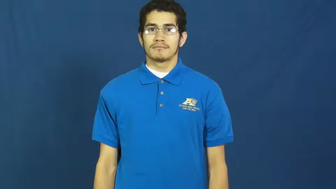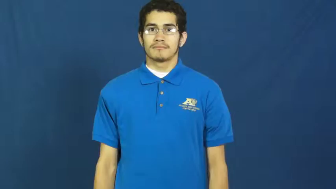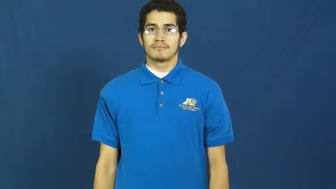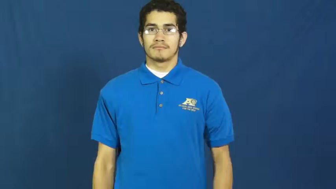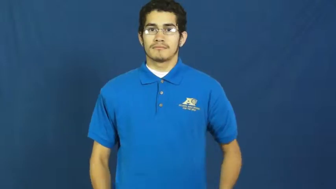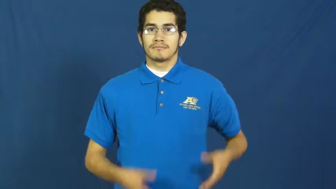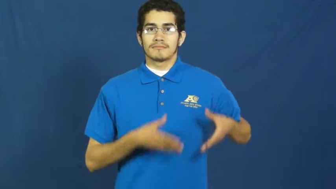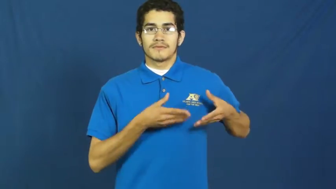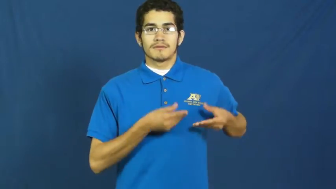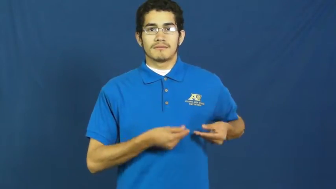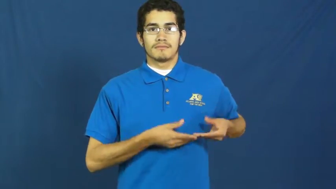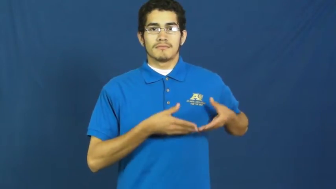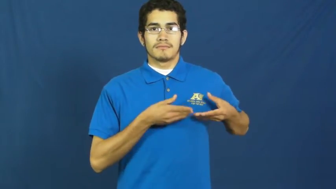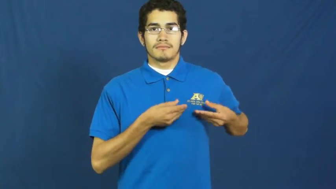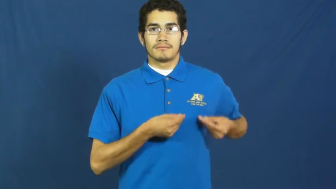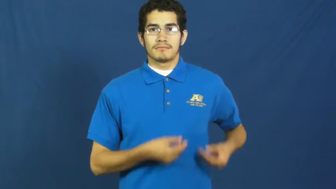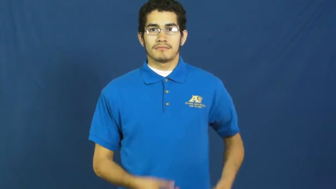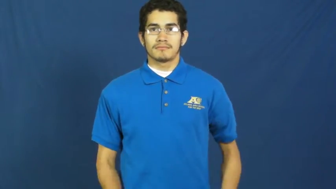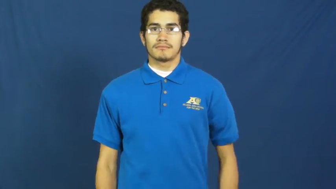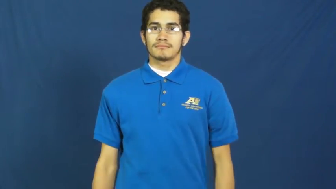softhearted